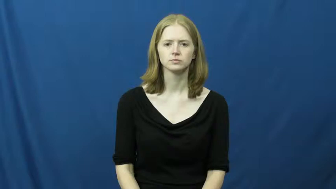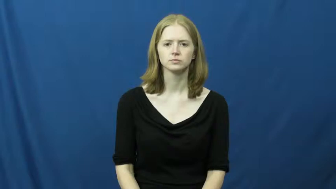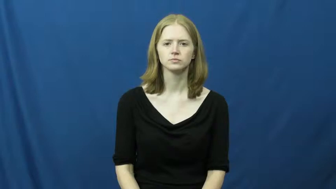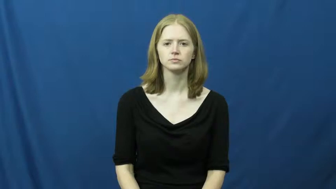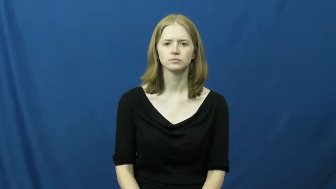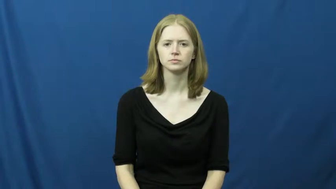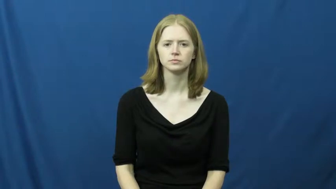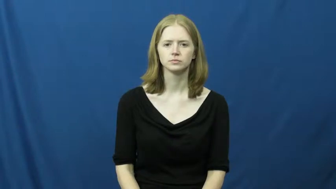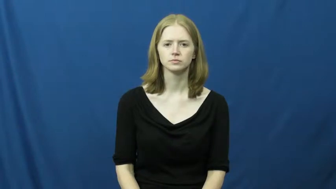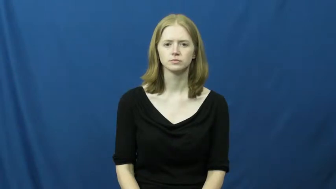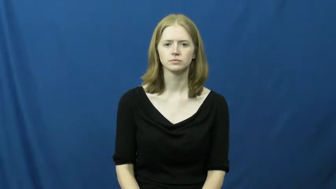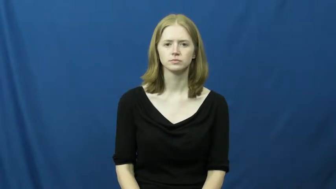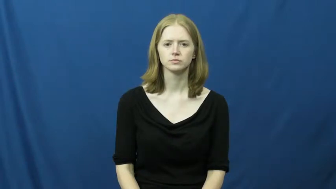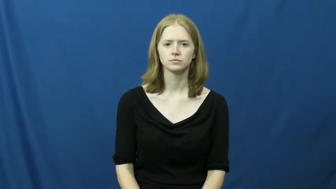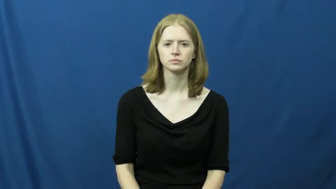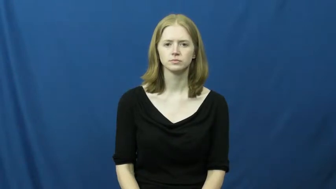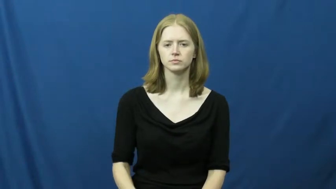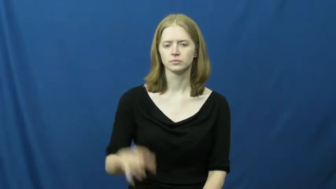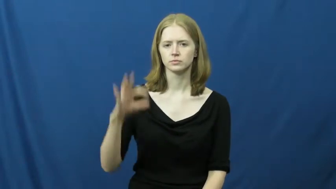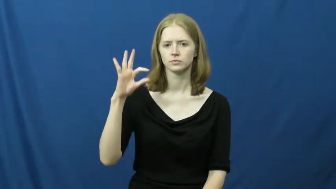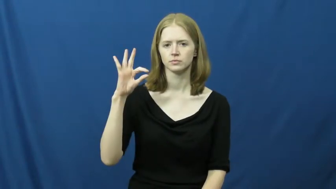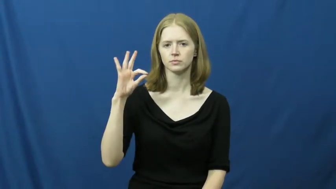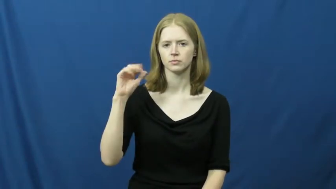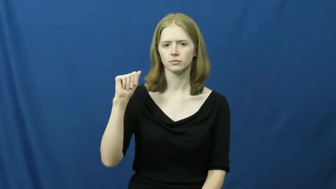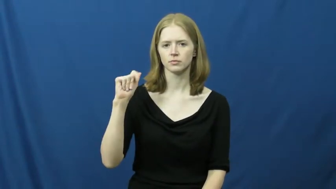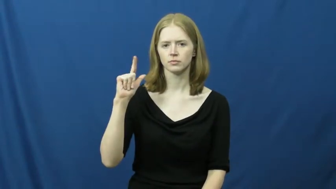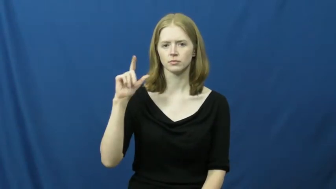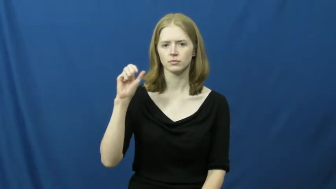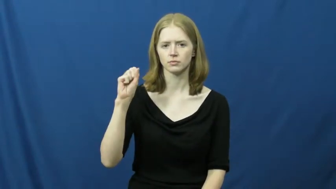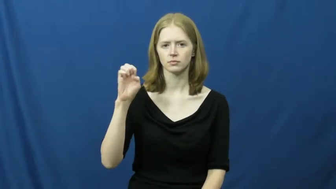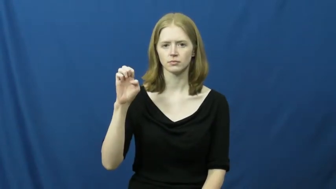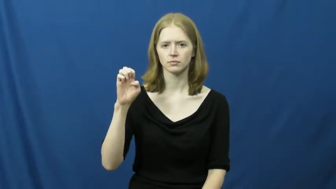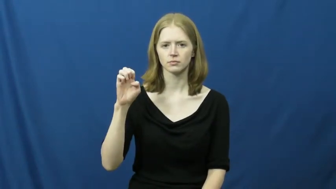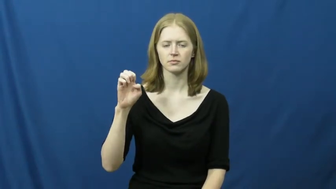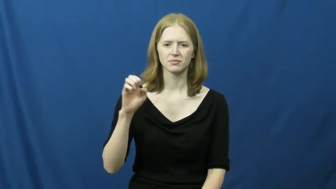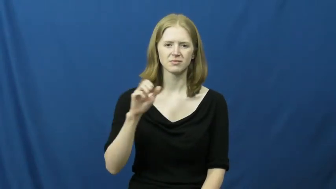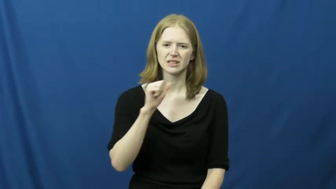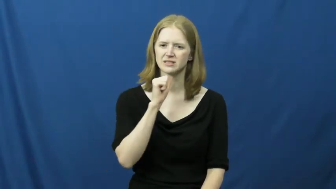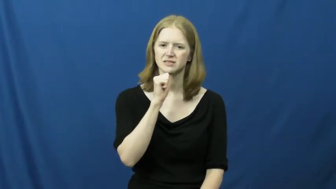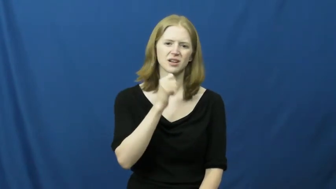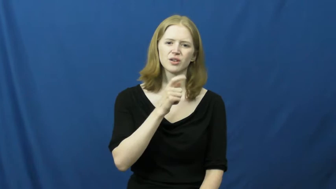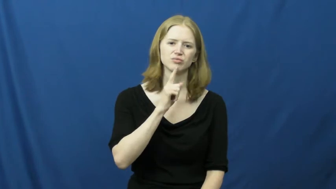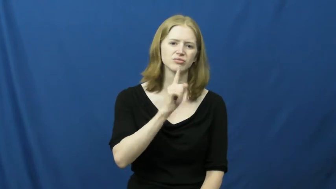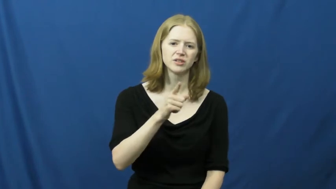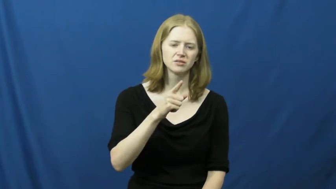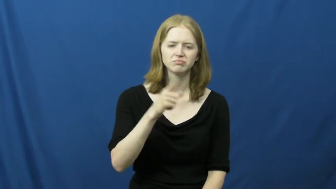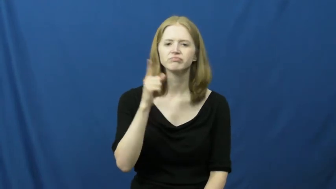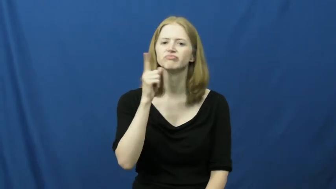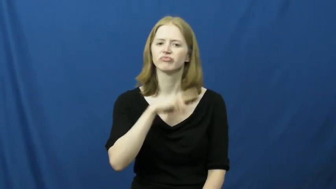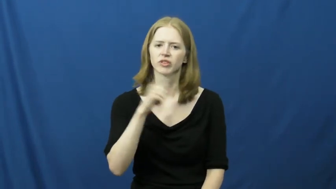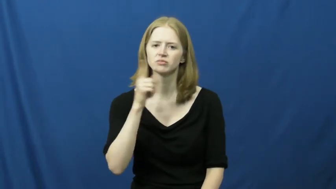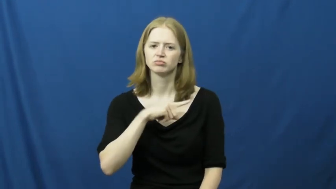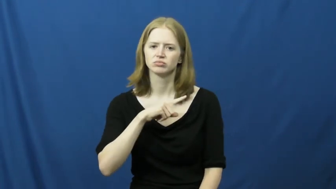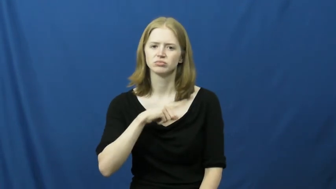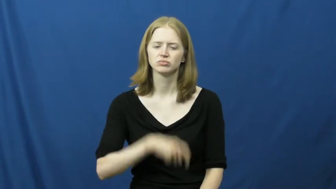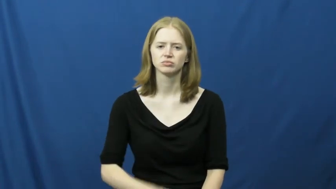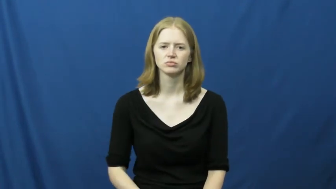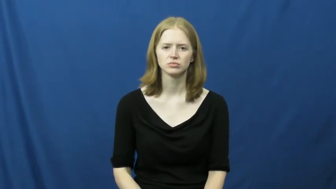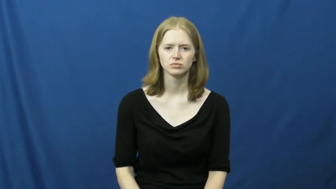false